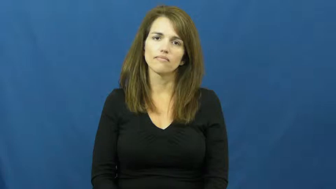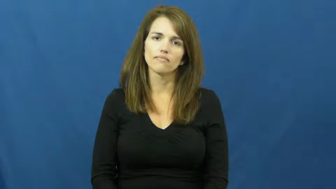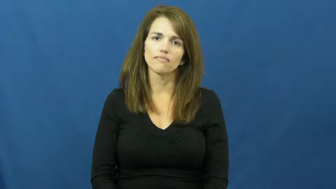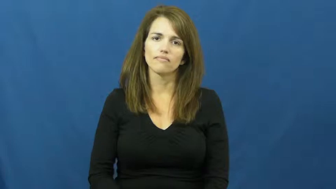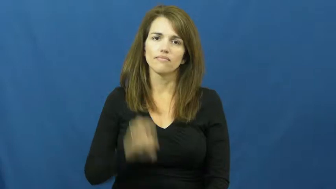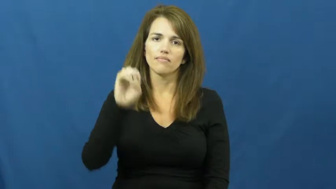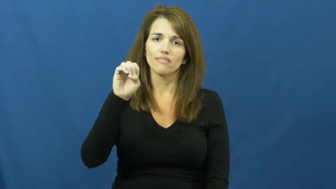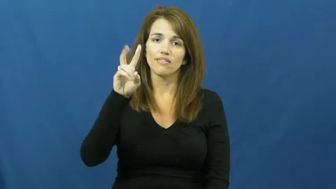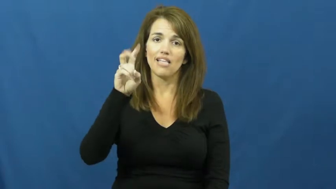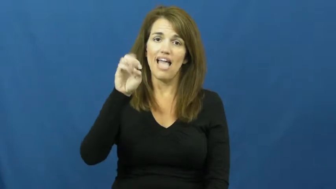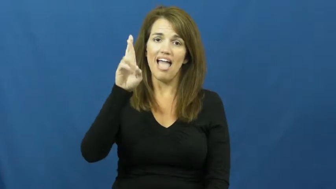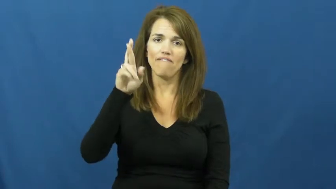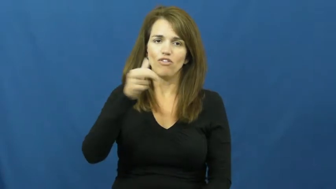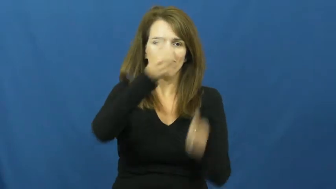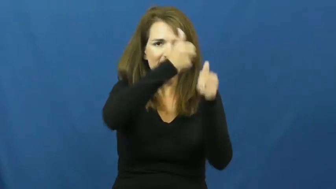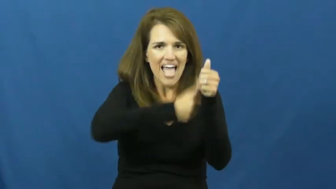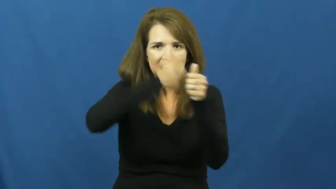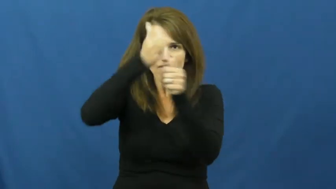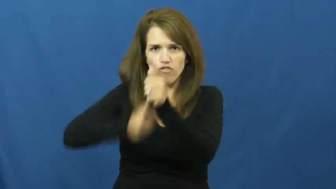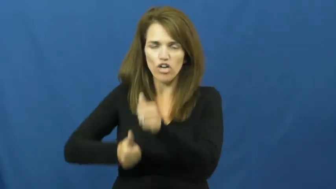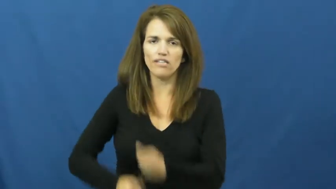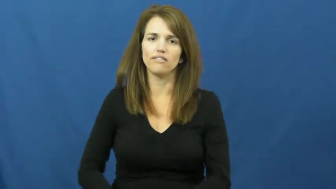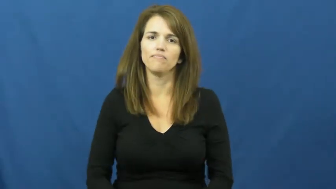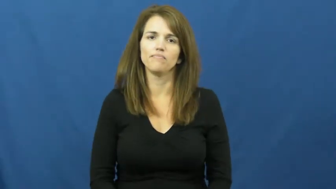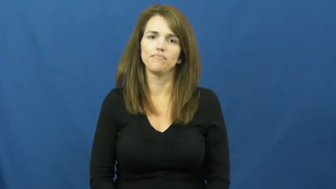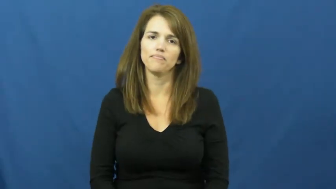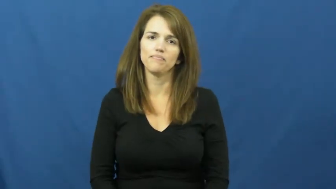every